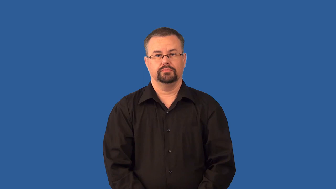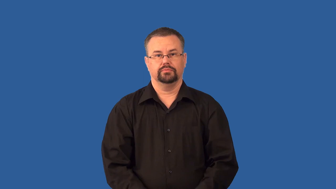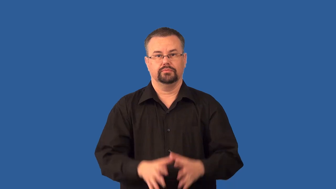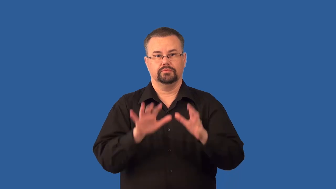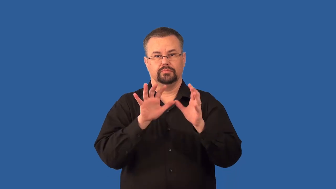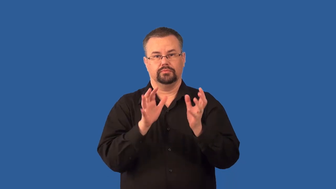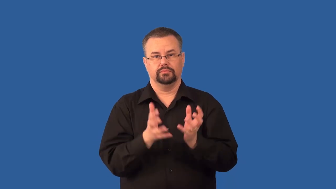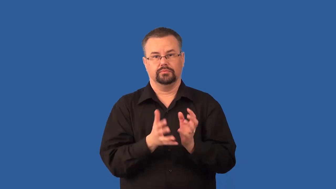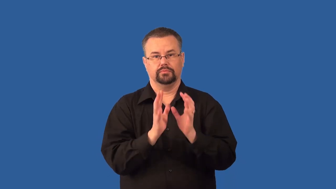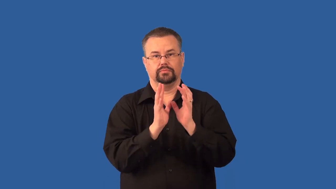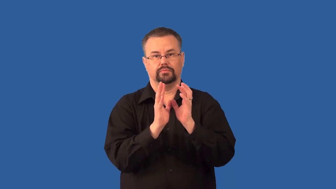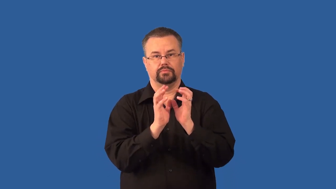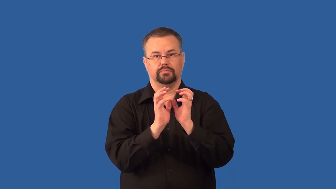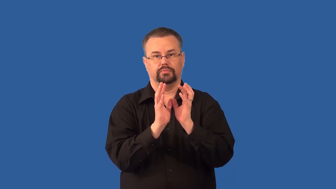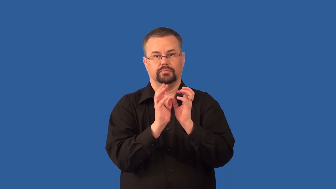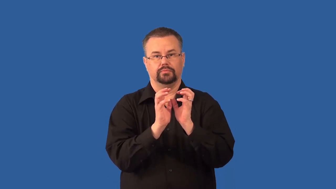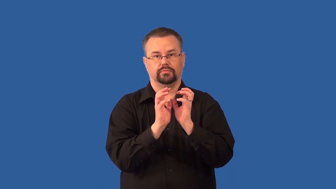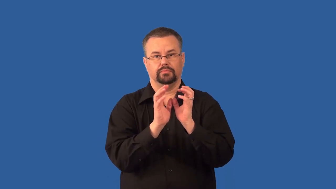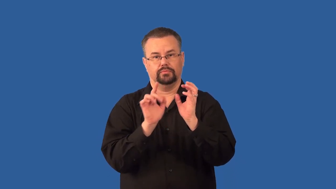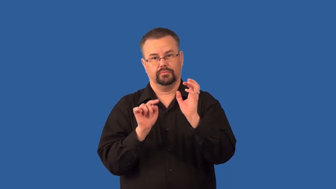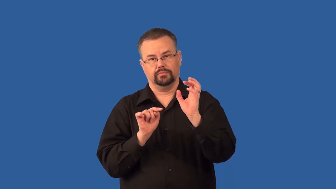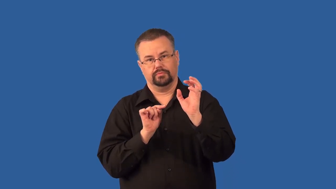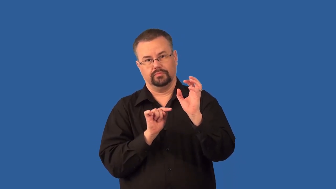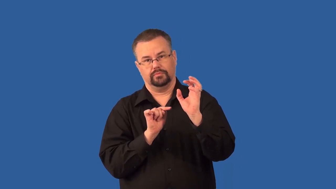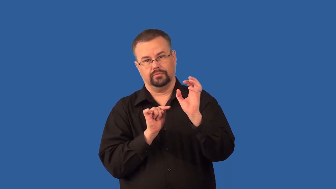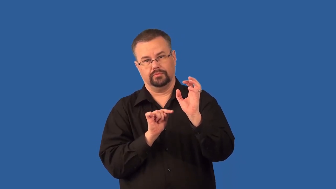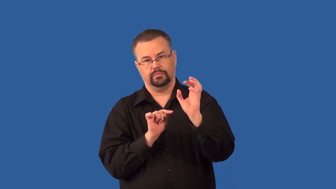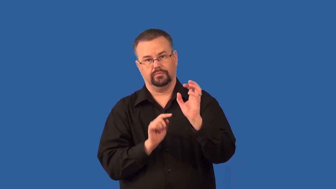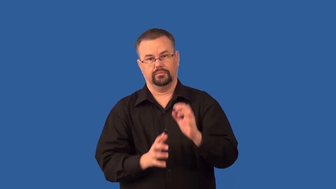seminal vesicles